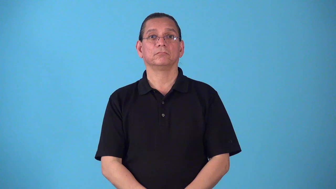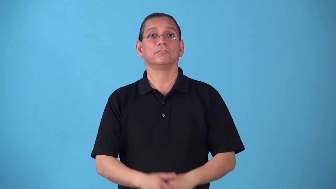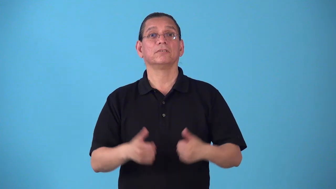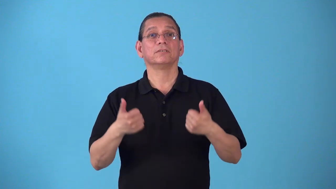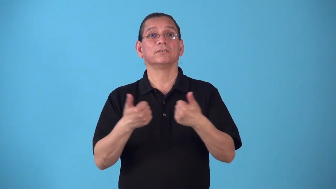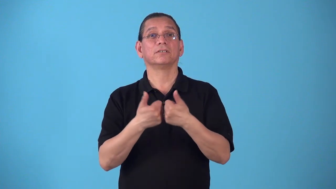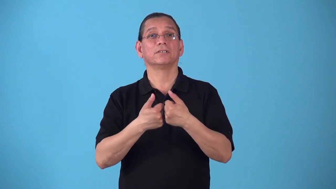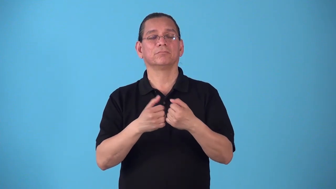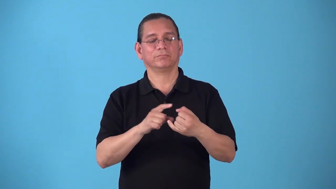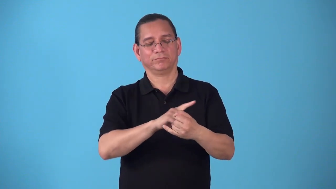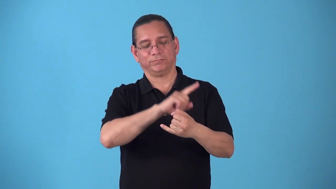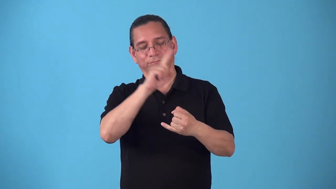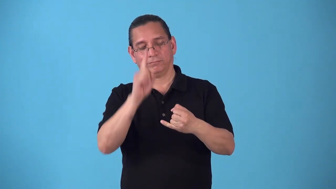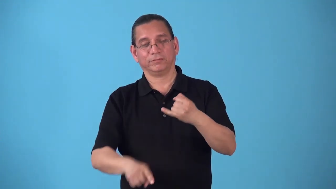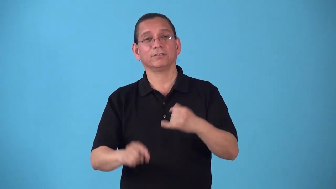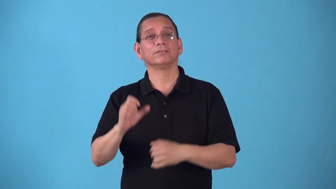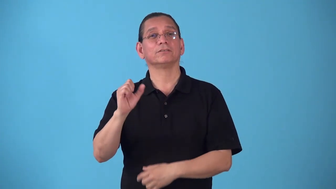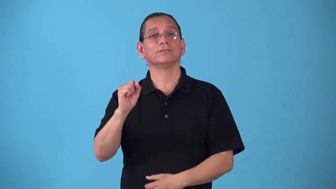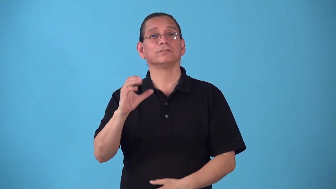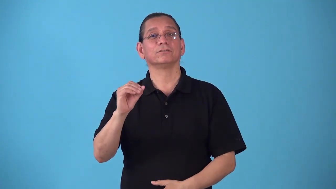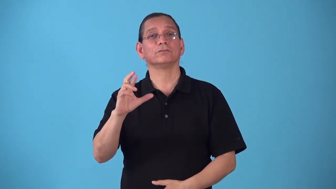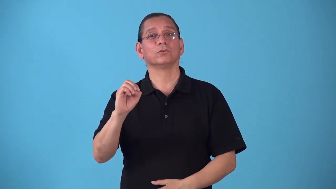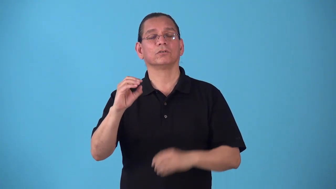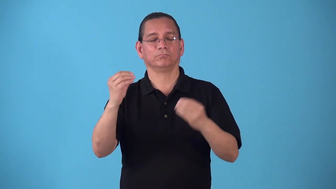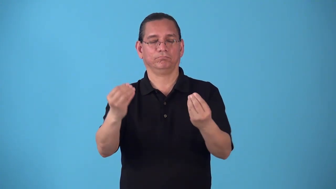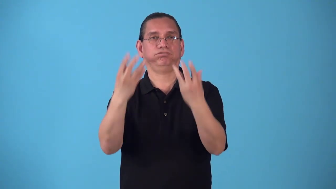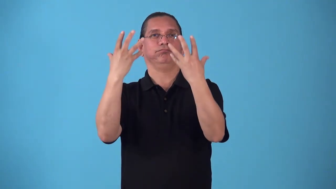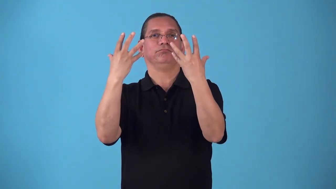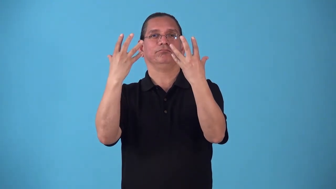scoreline